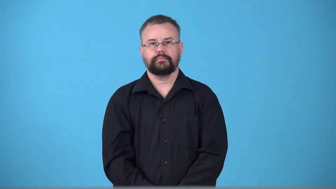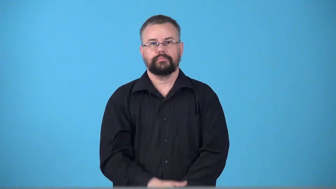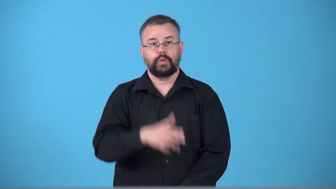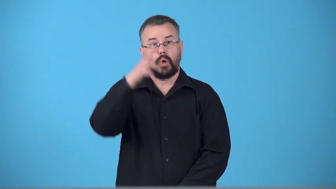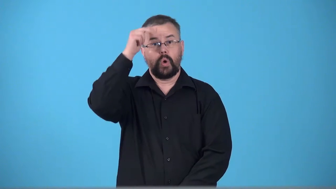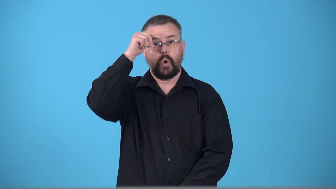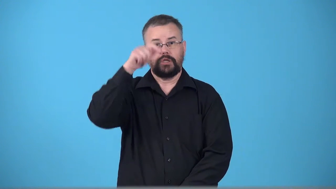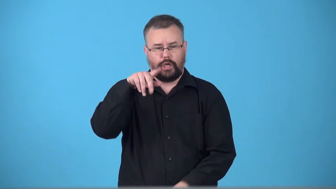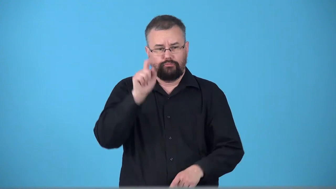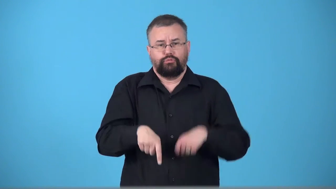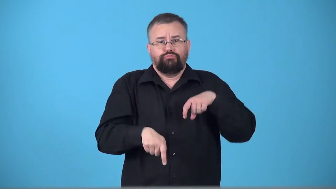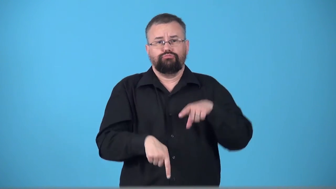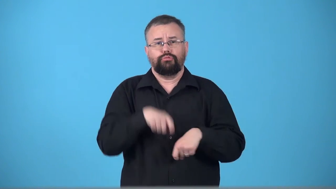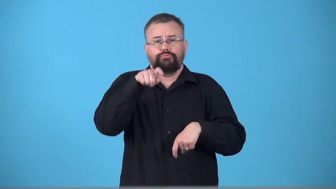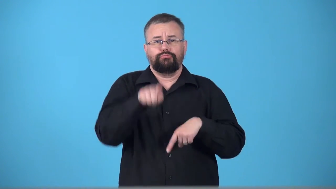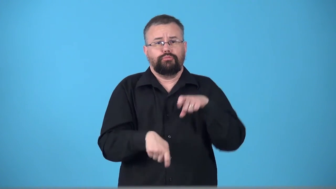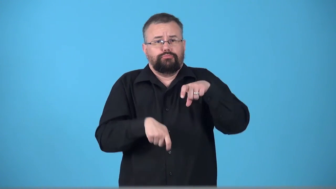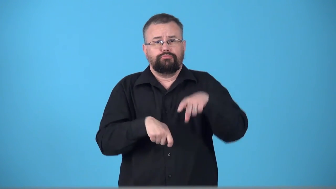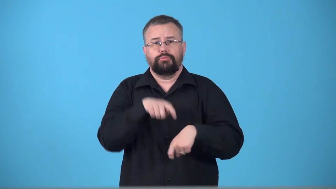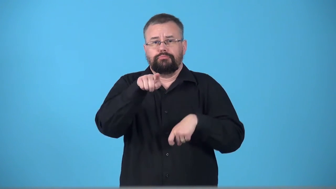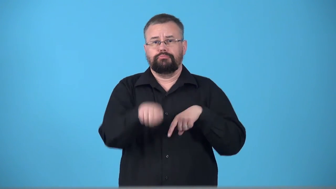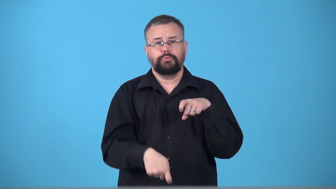trotter-horse that trots